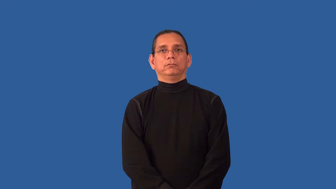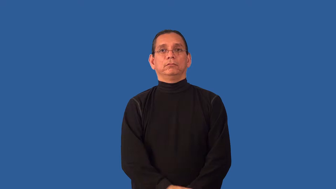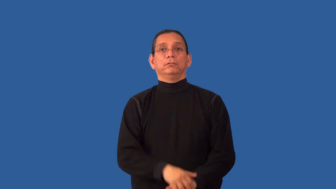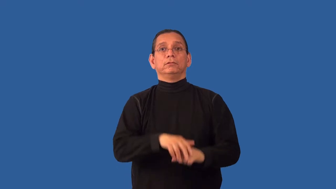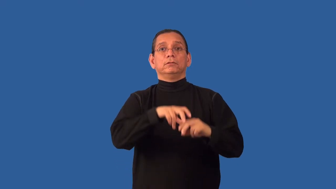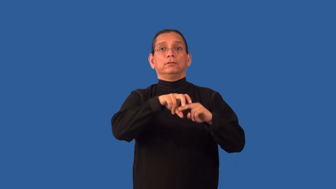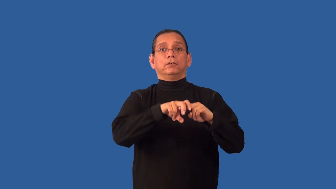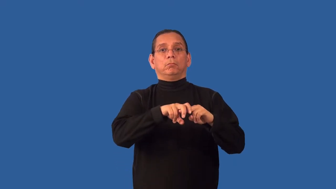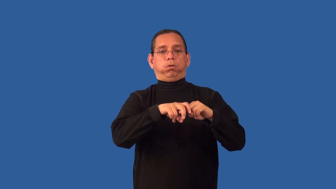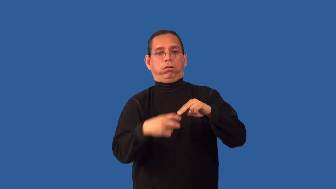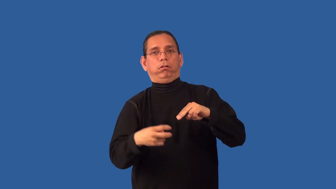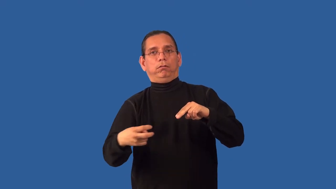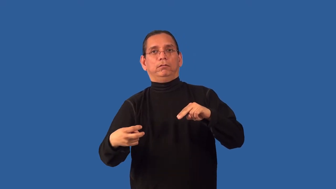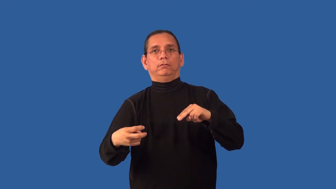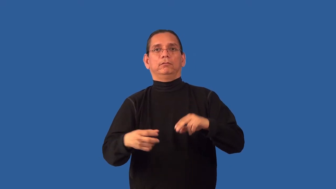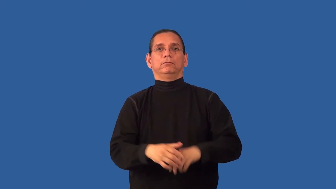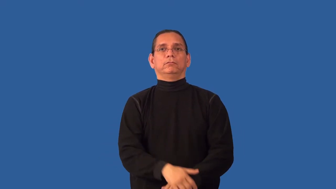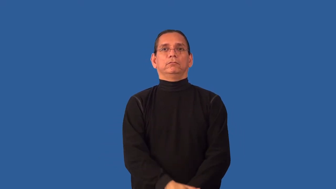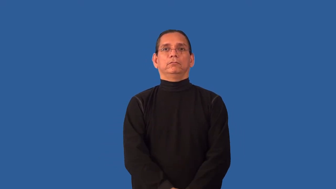unseat-fall off seat